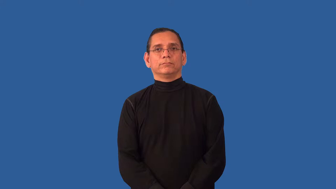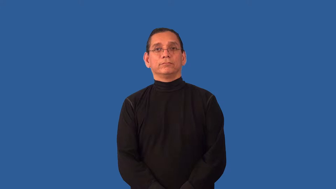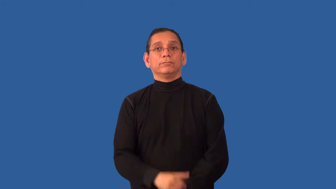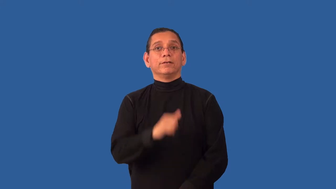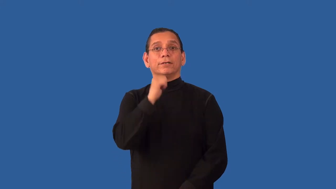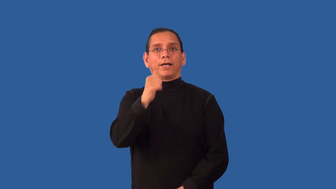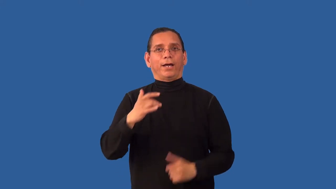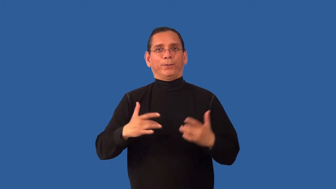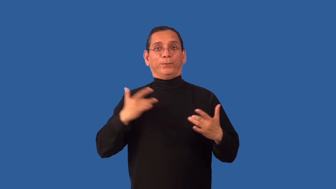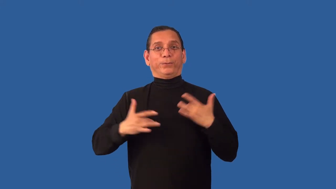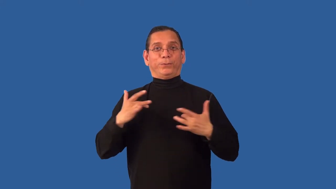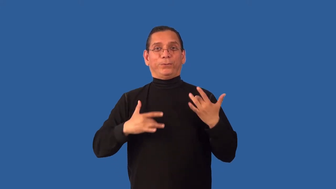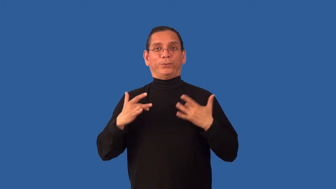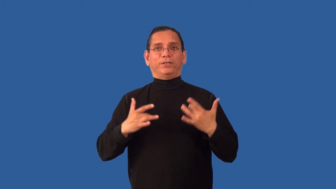uninspired-not exciting